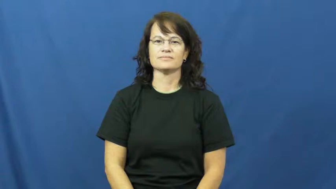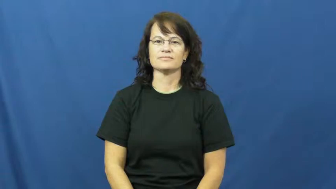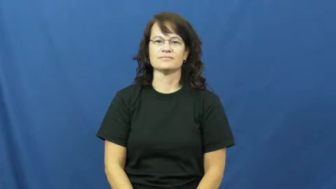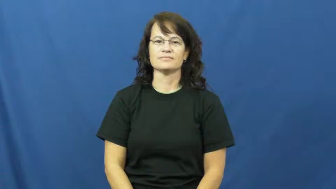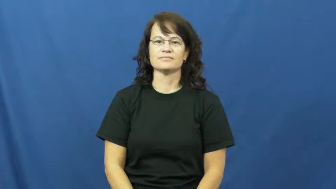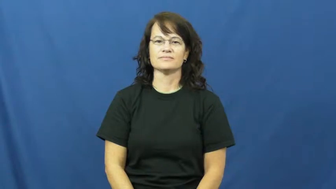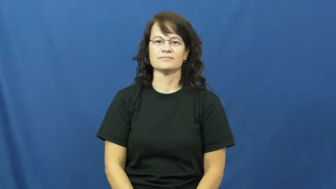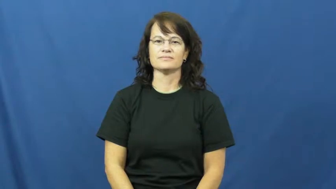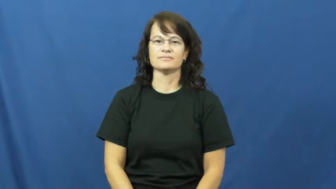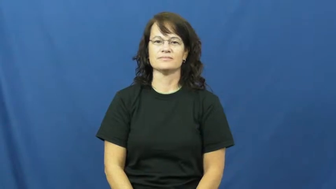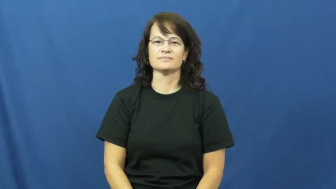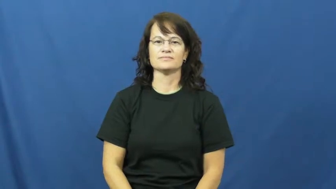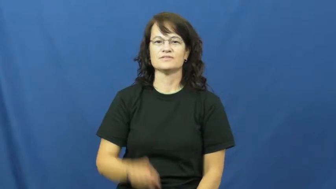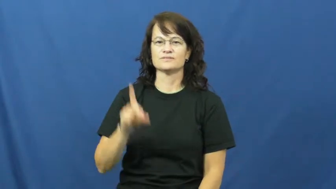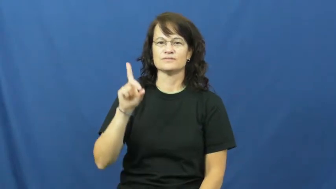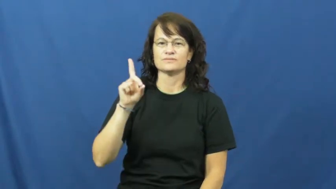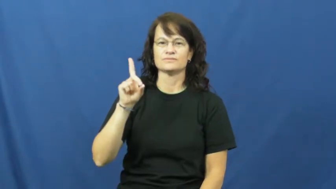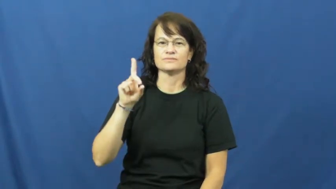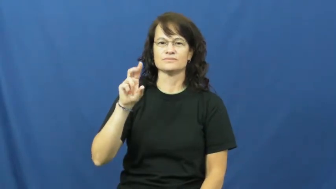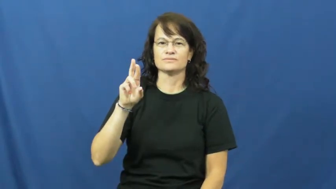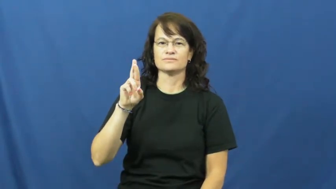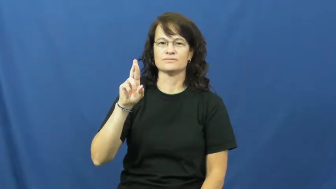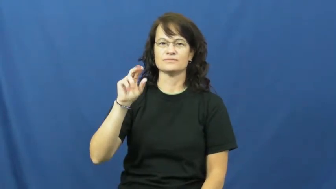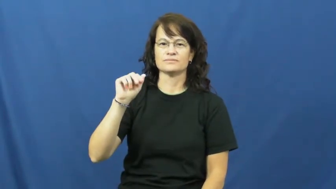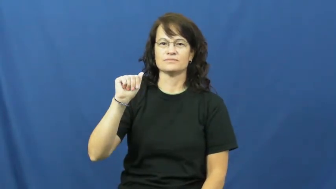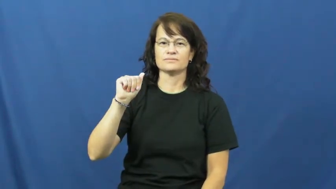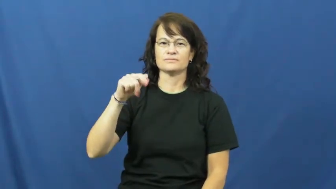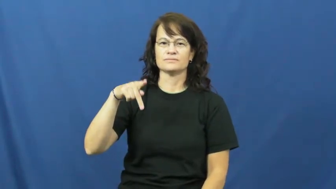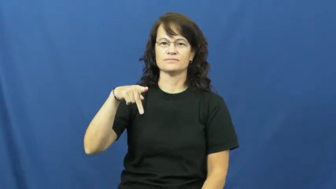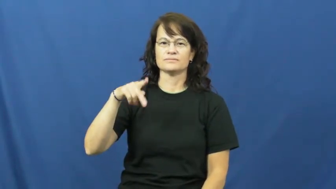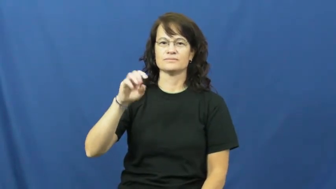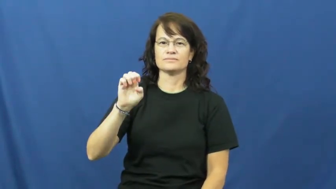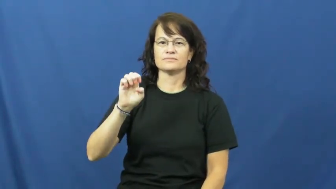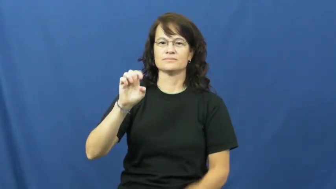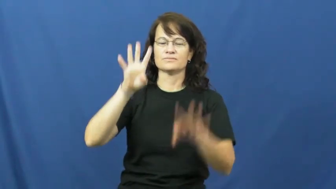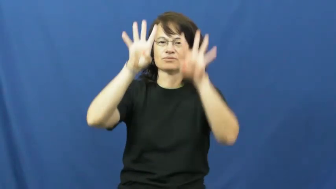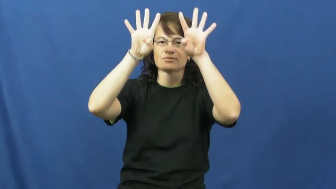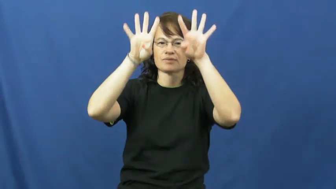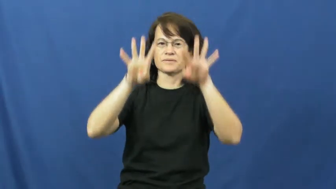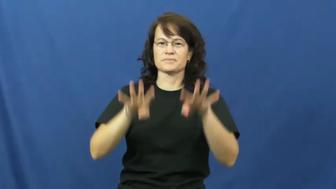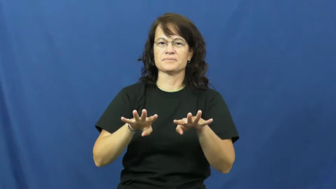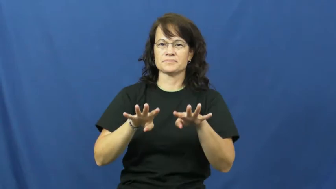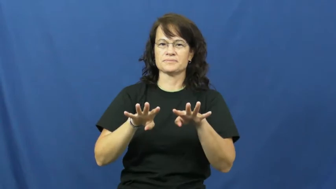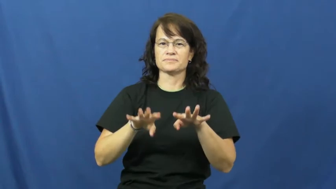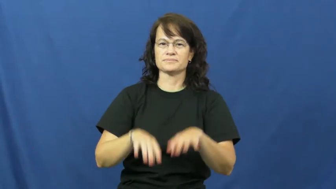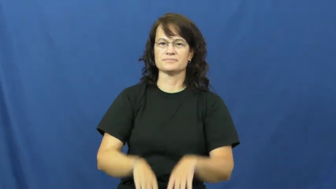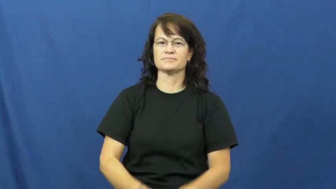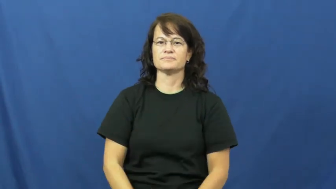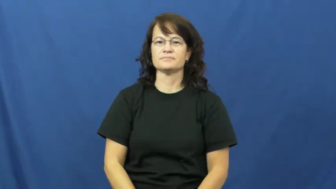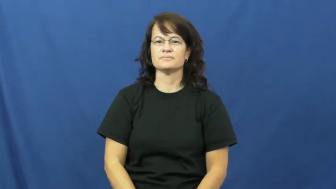curtain,drape